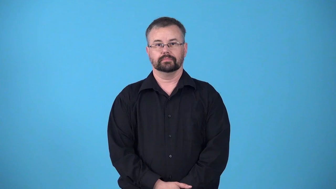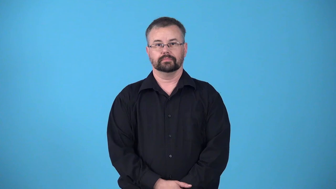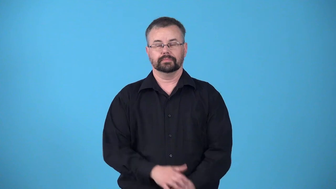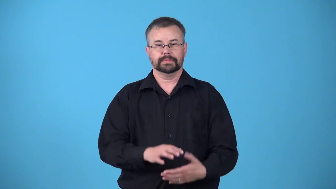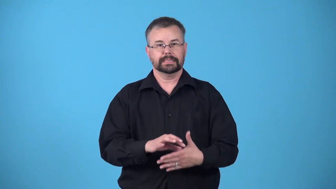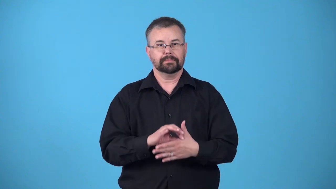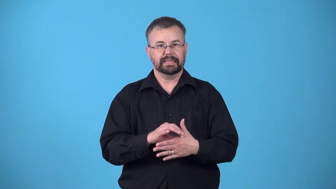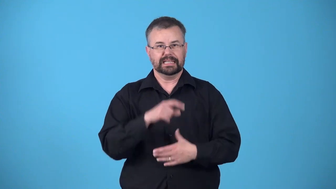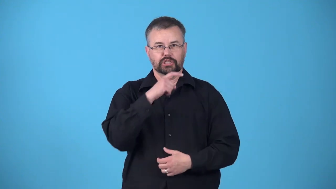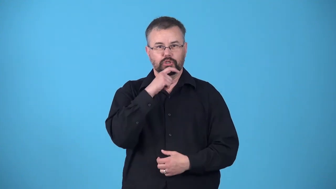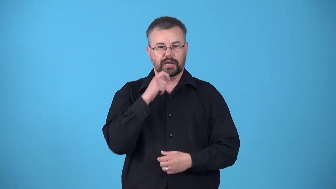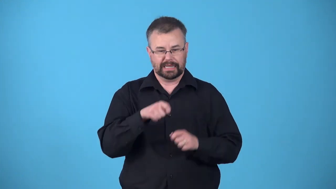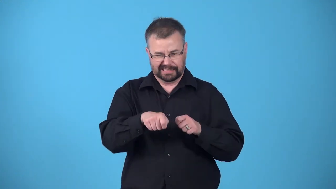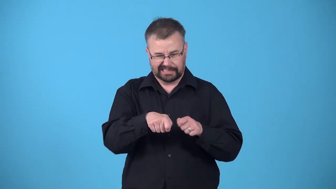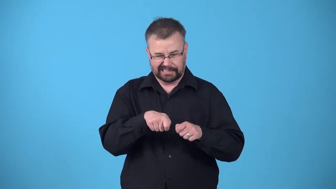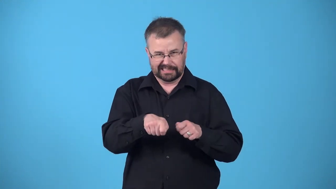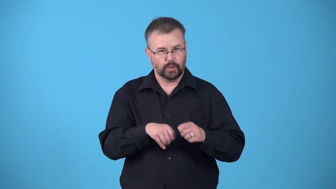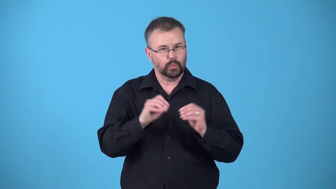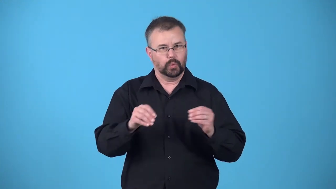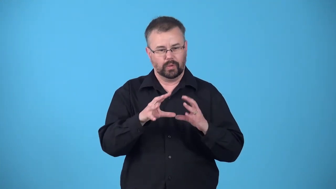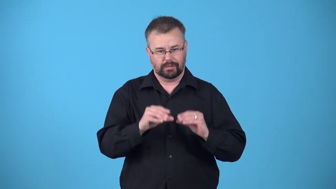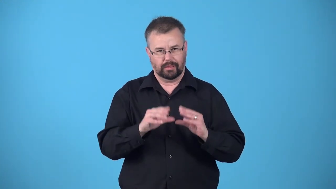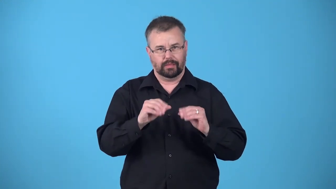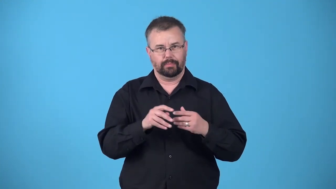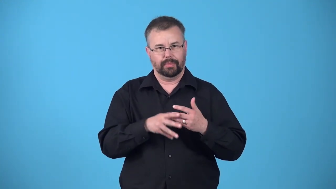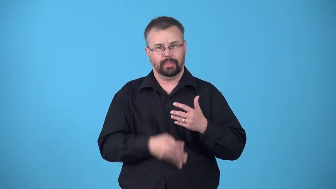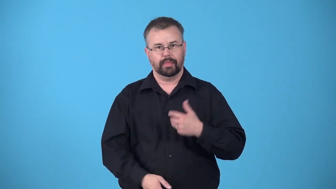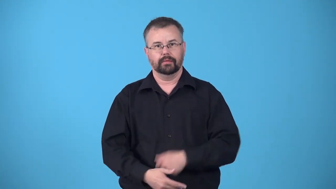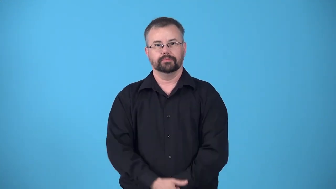juiceless